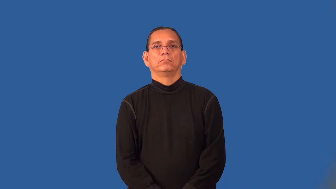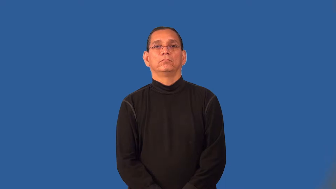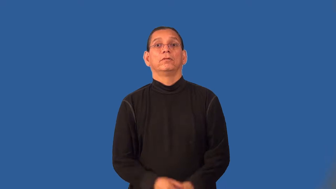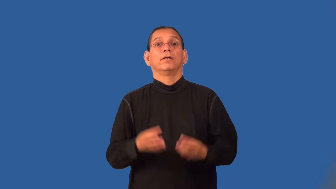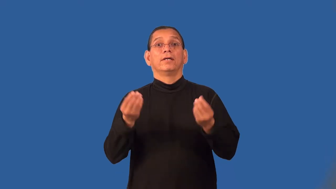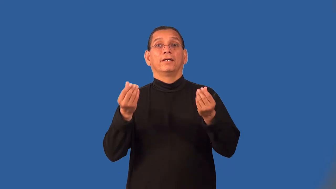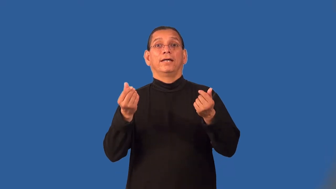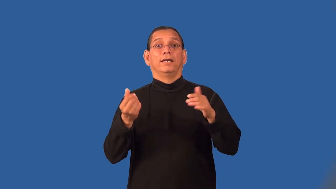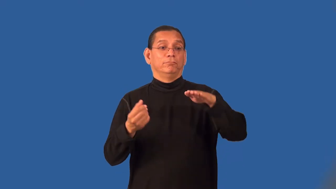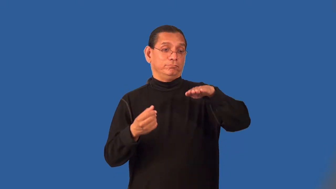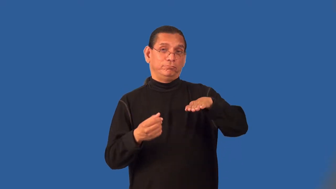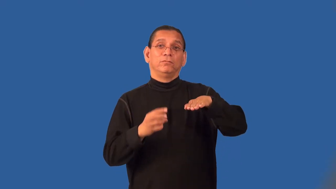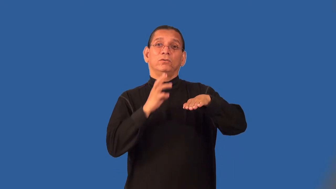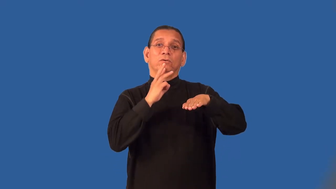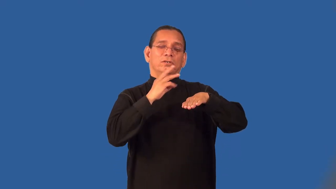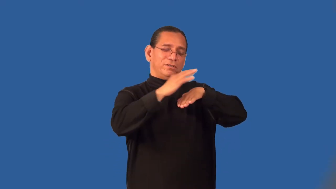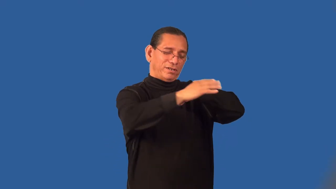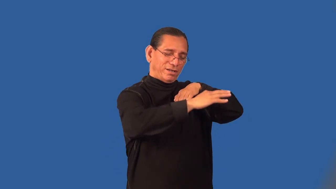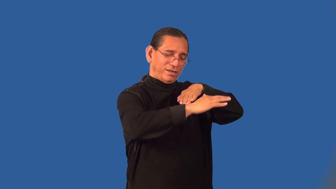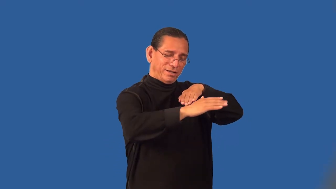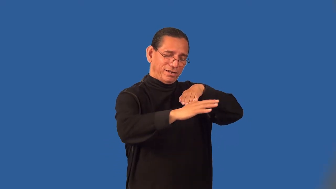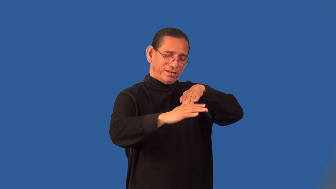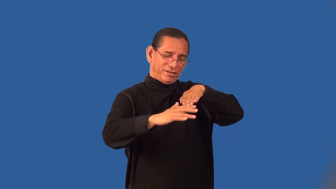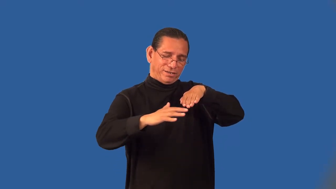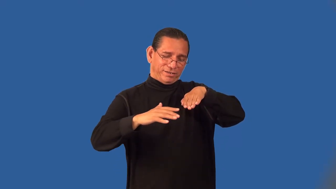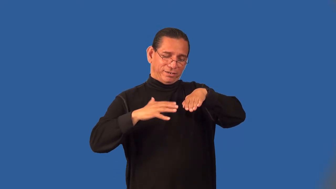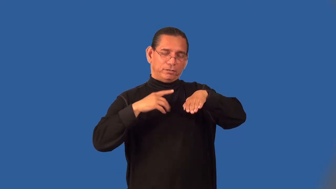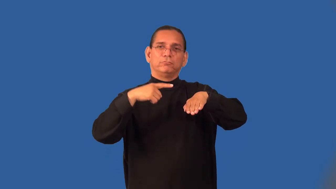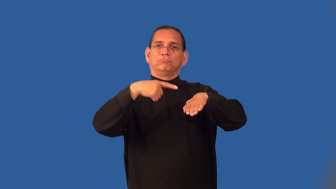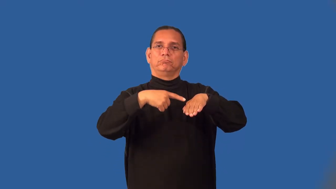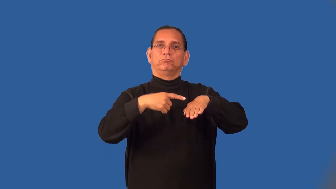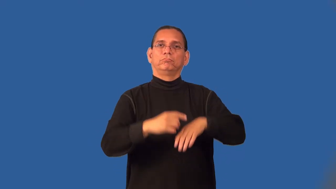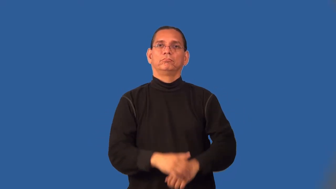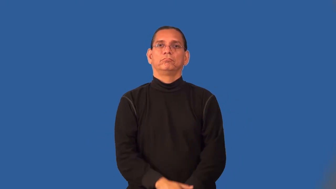peninsula